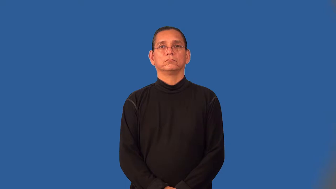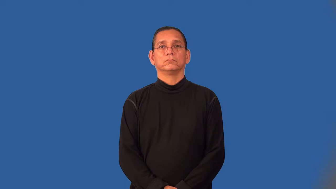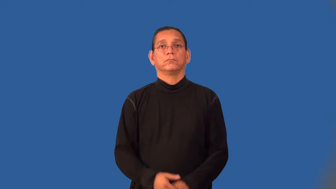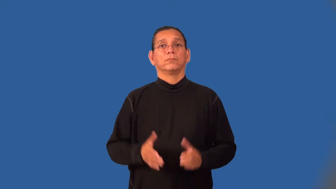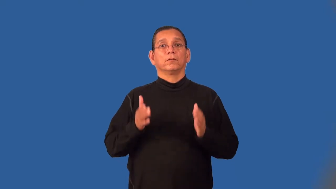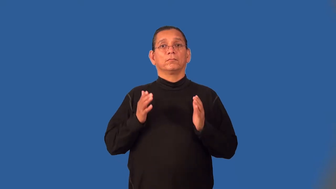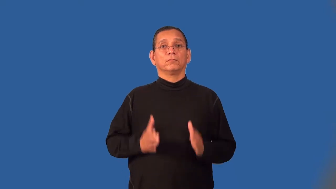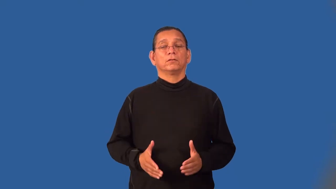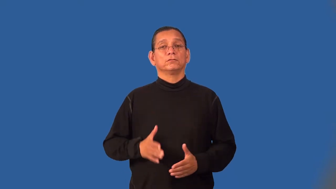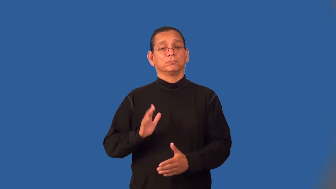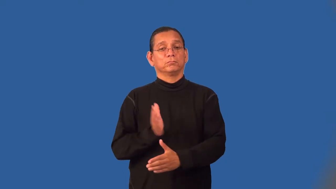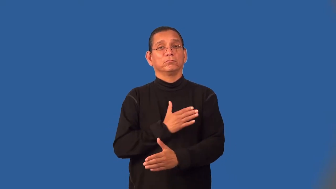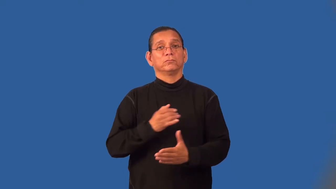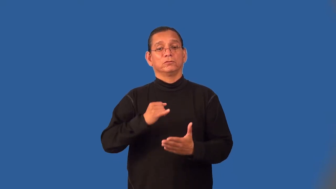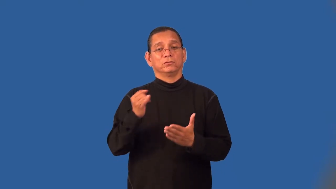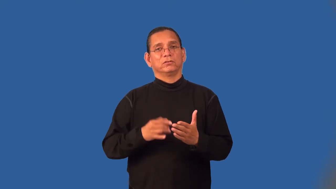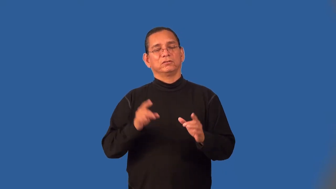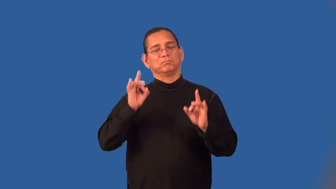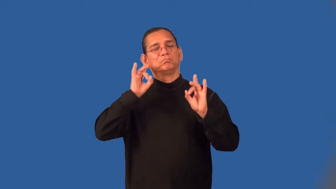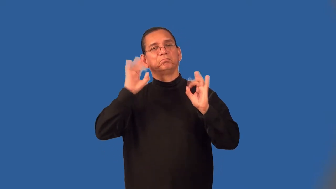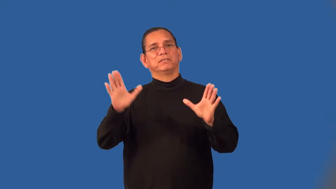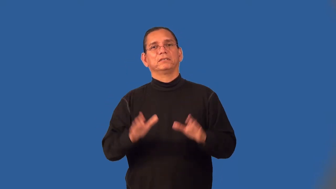virtuoso-artist